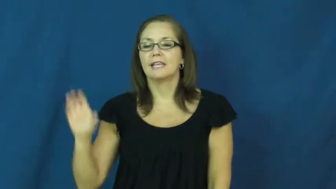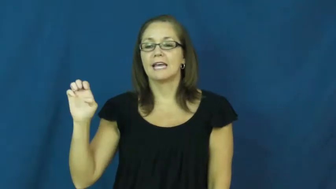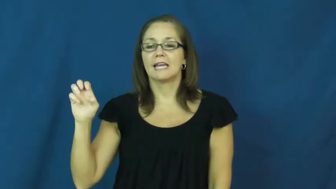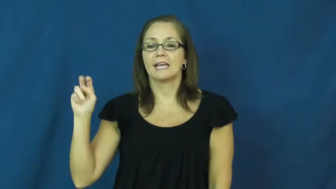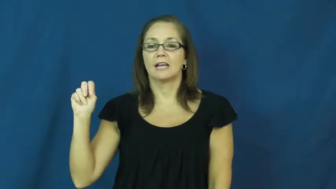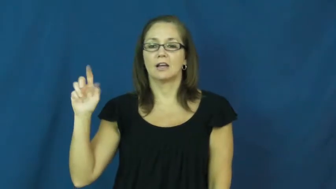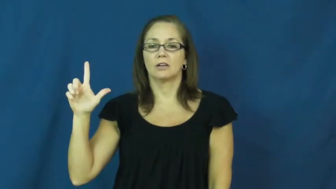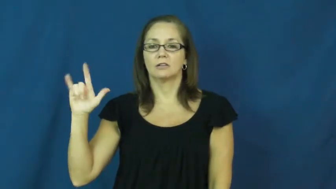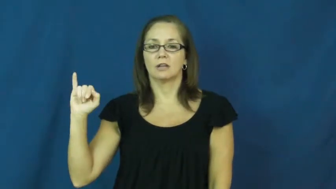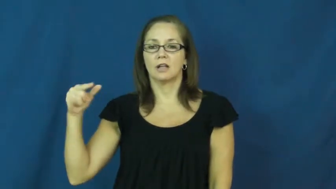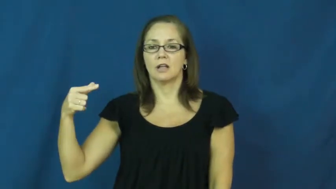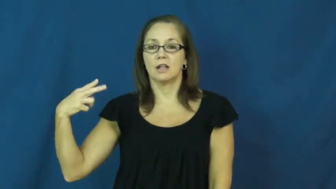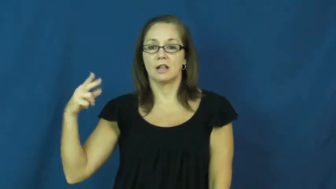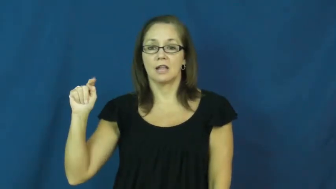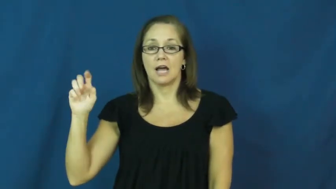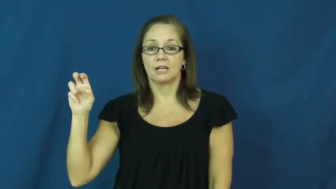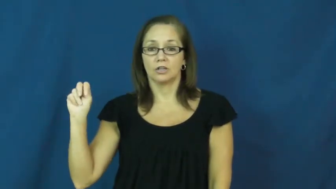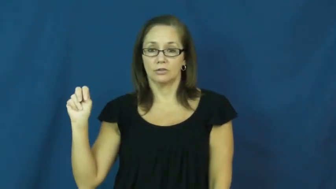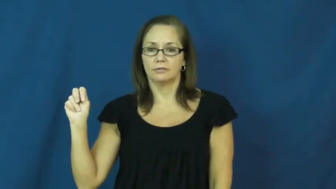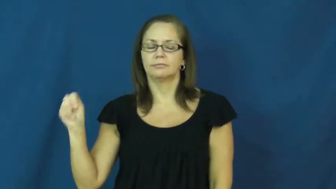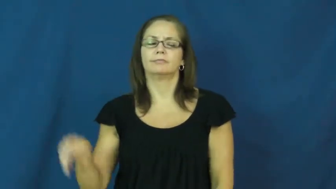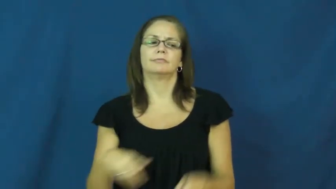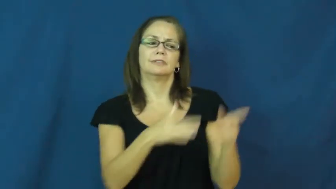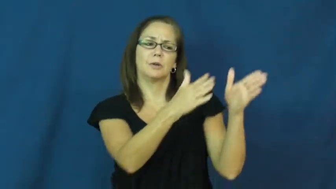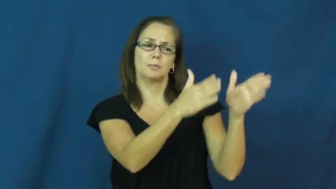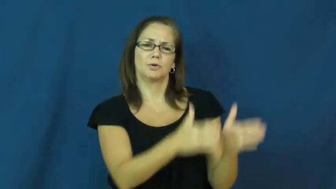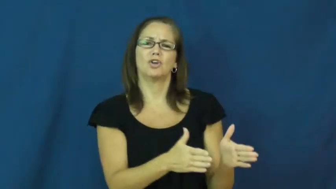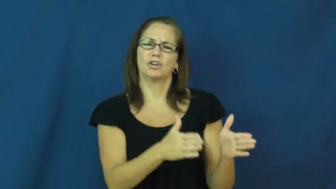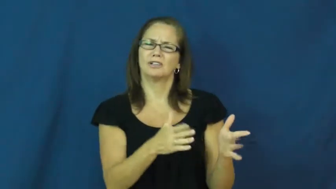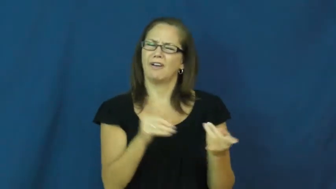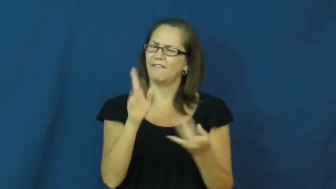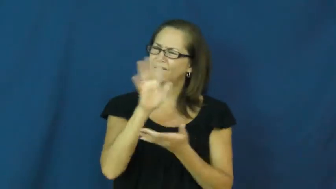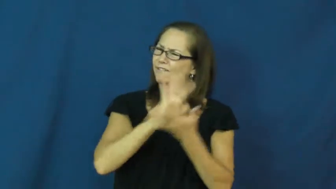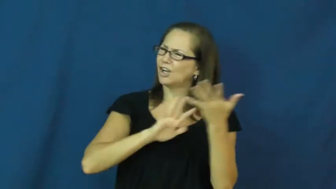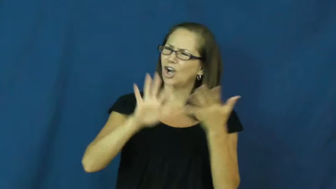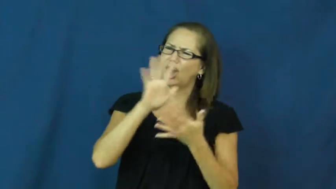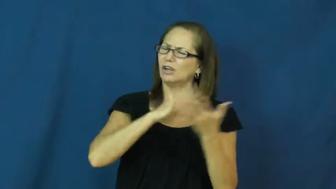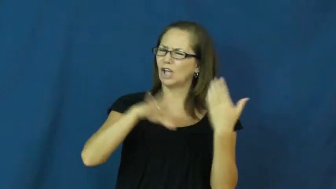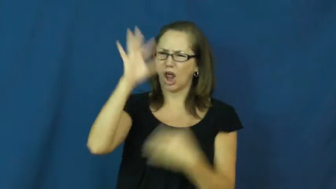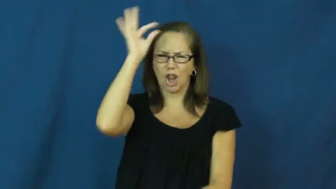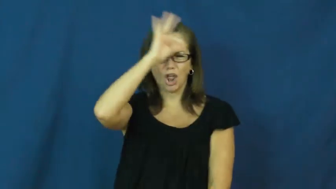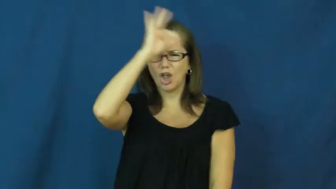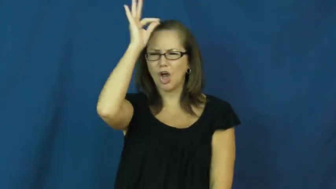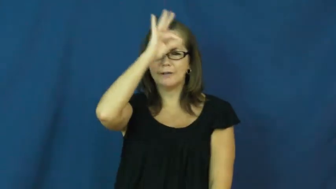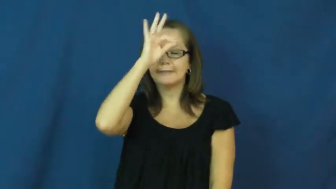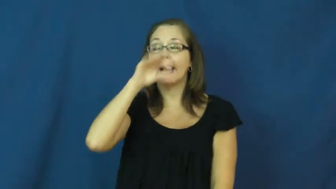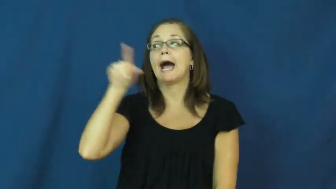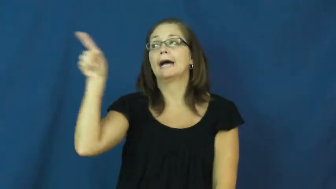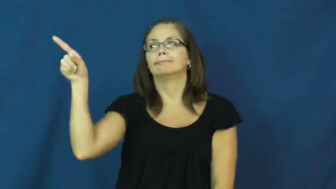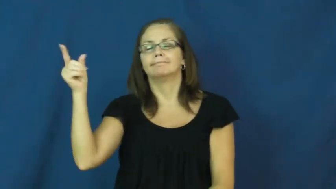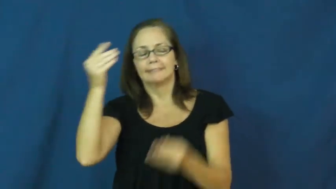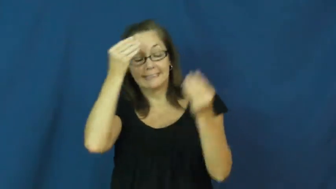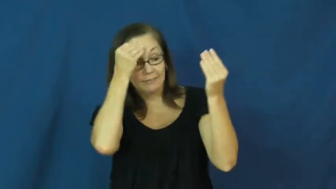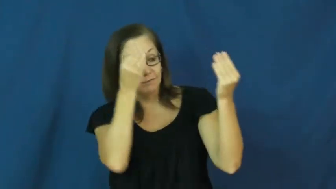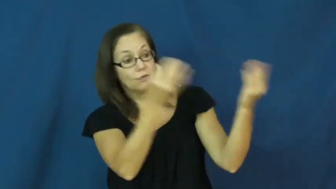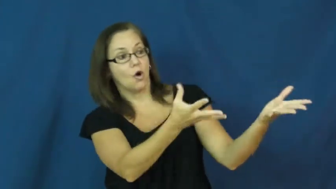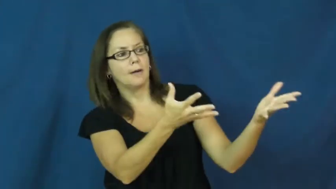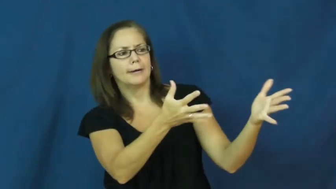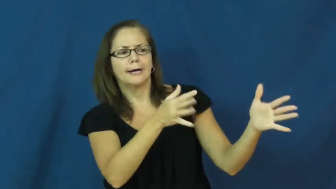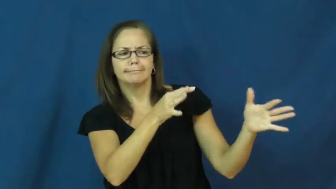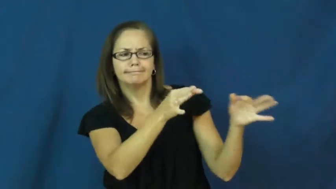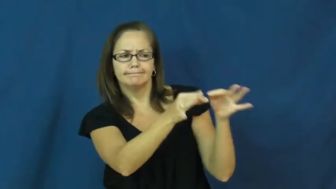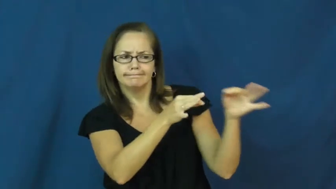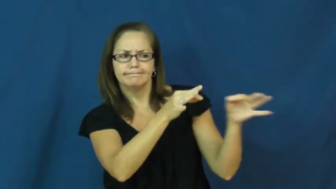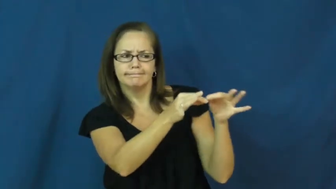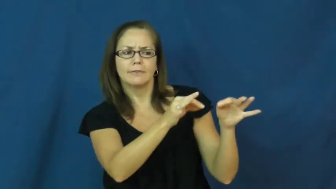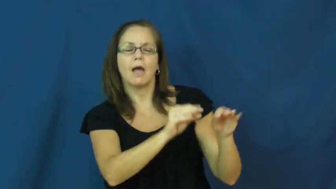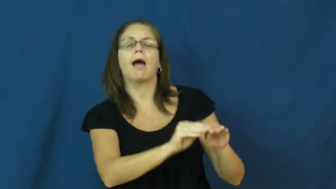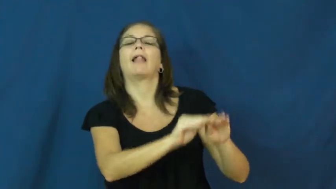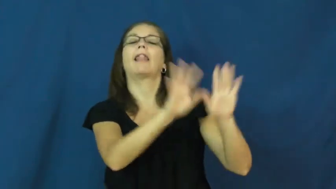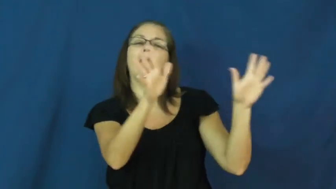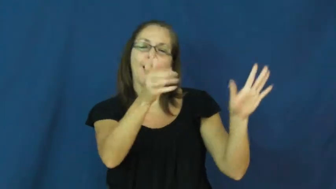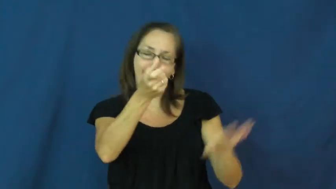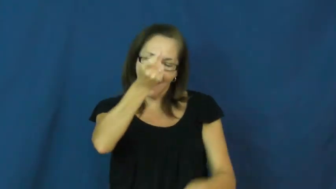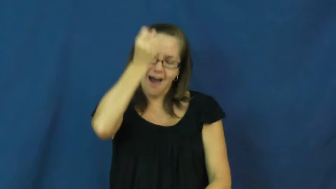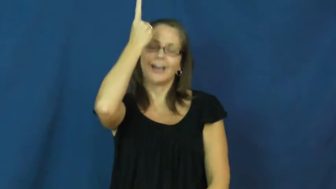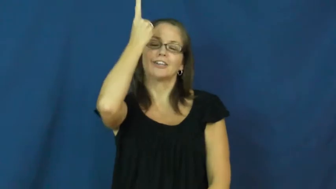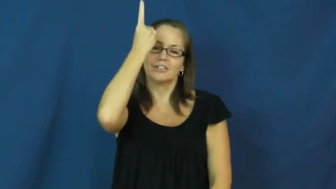enlighten